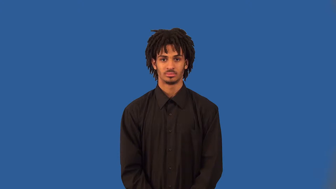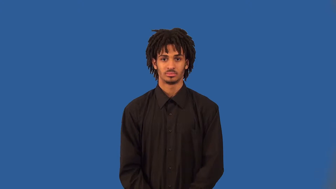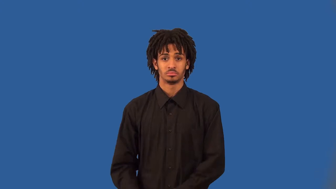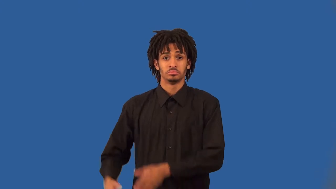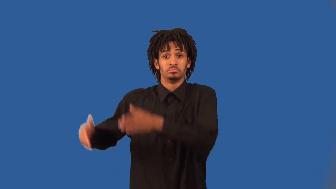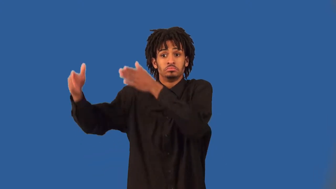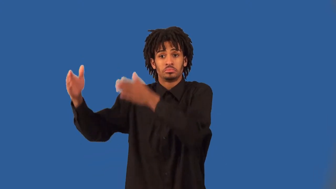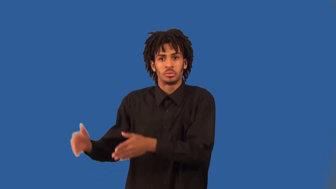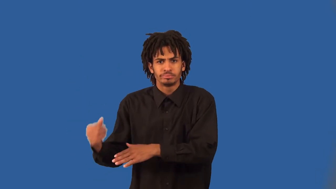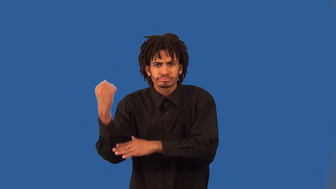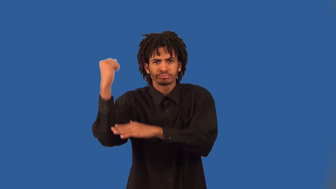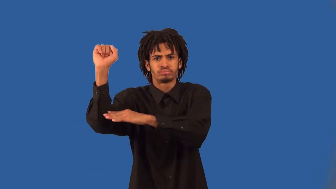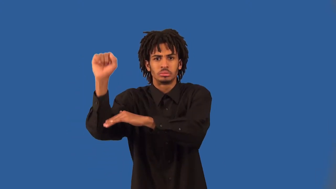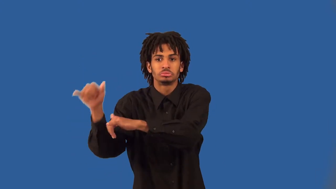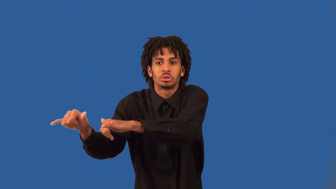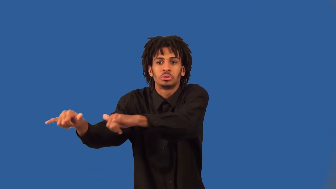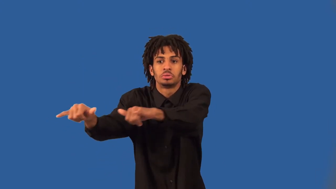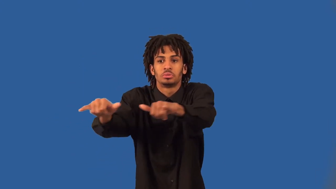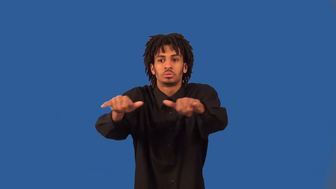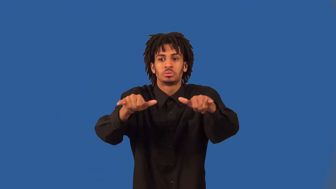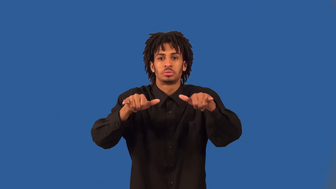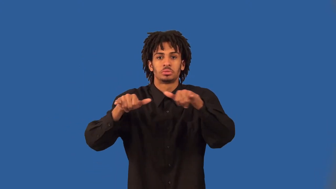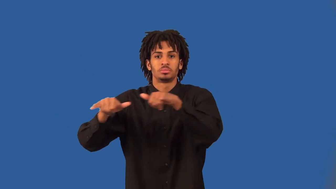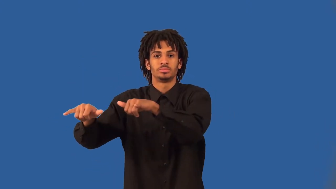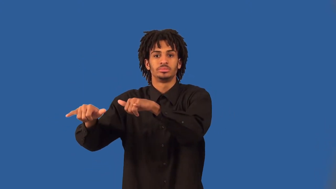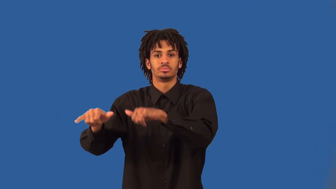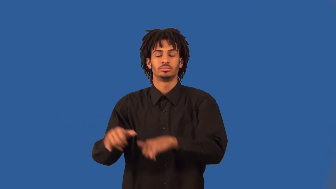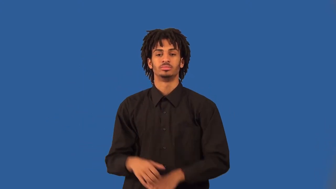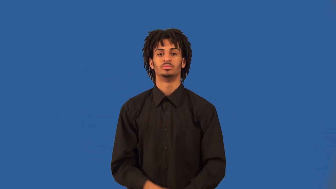hipster